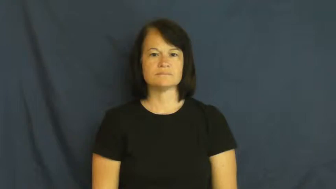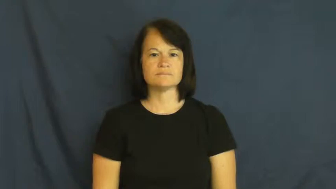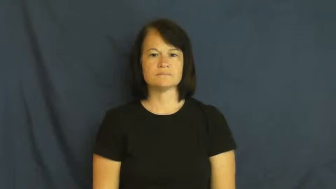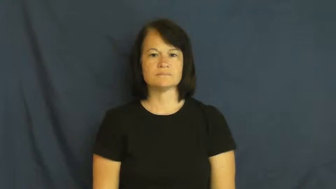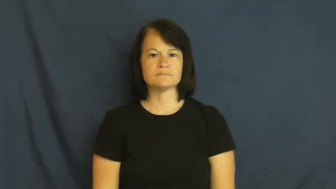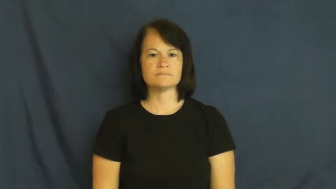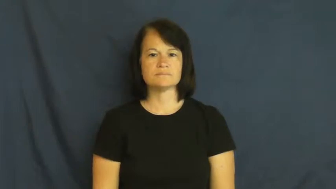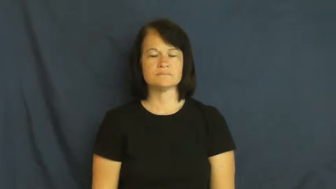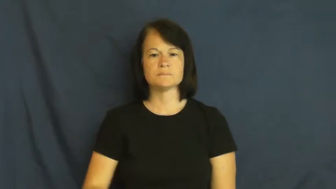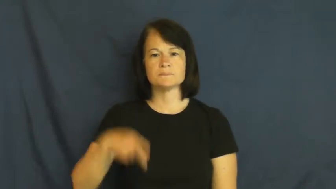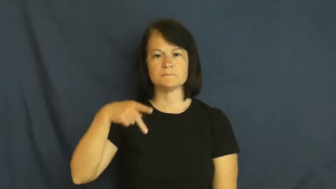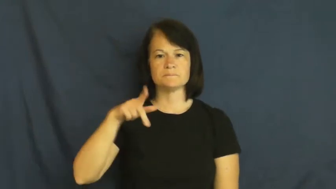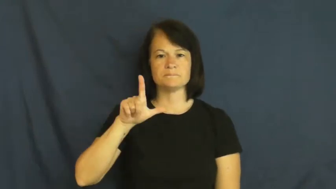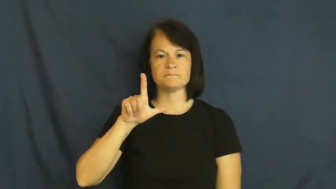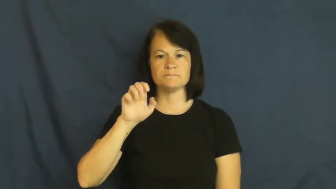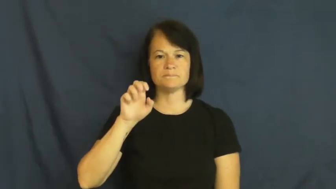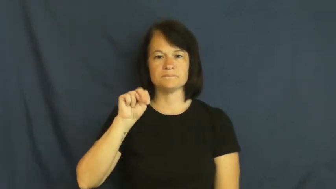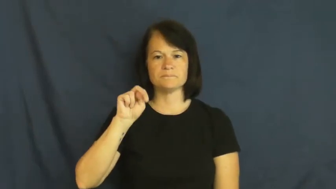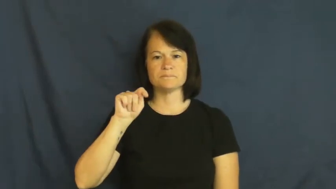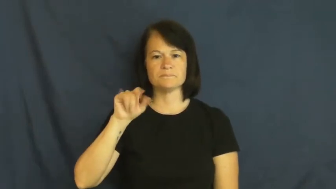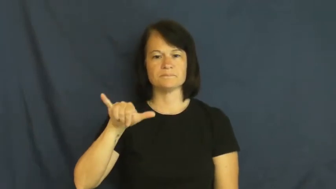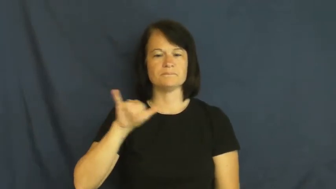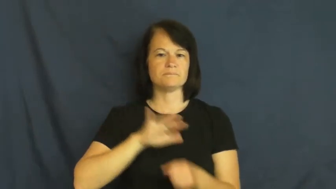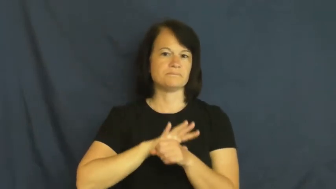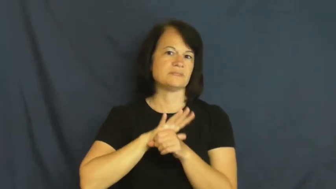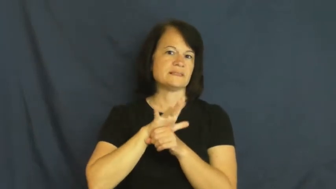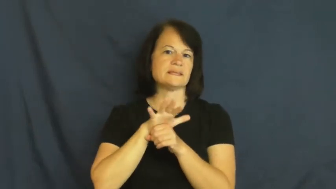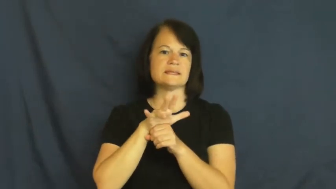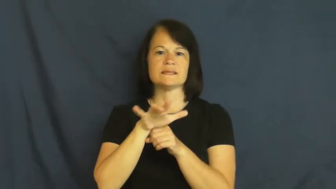plenty